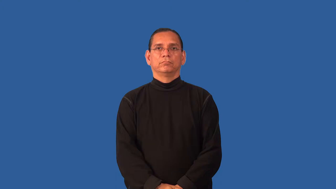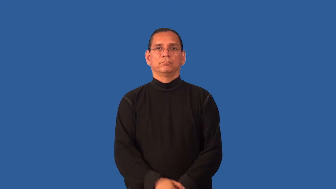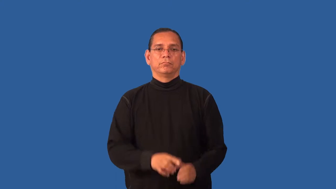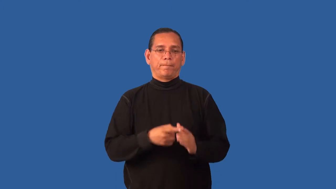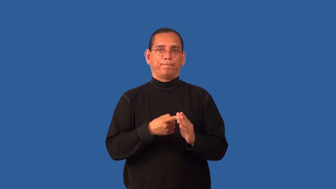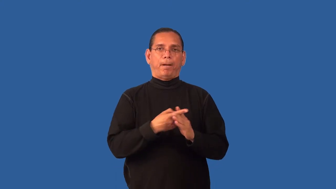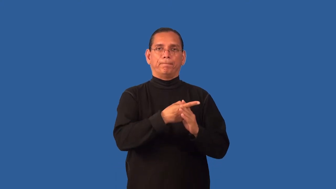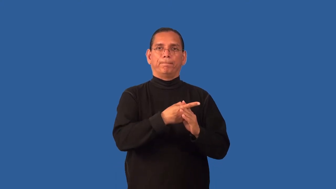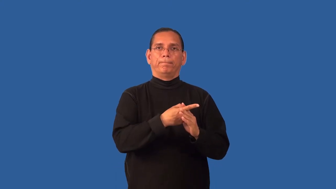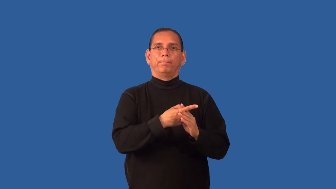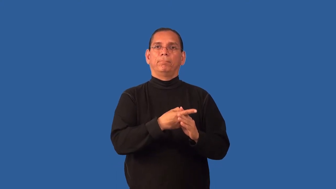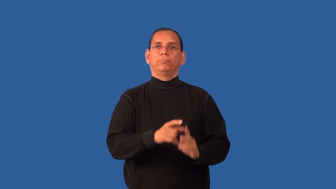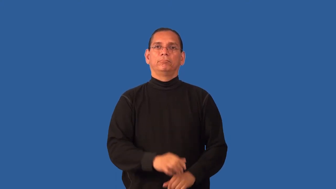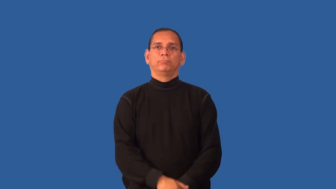extend-poke out